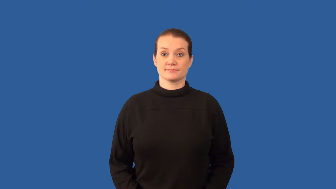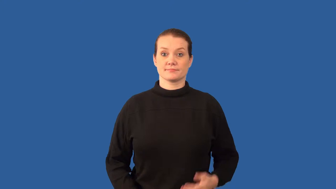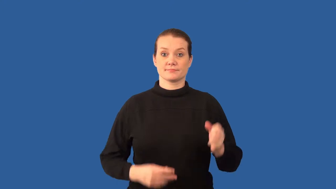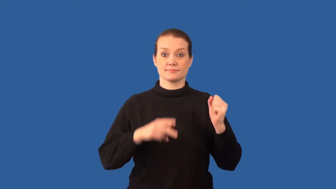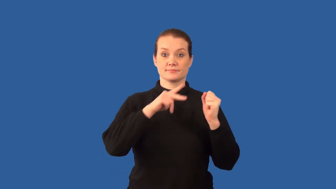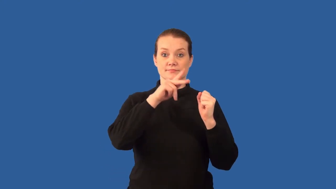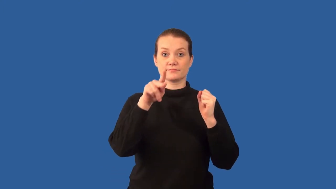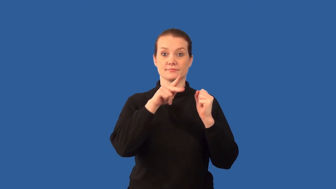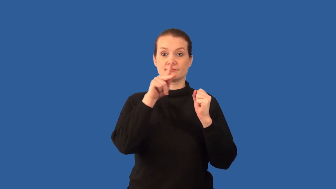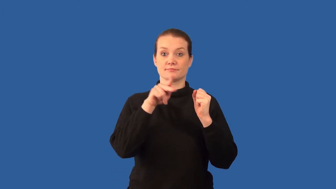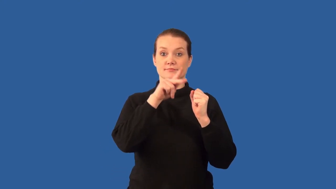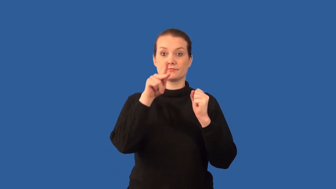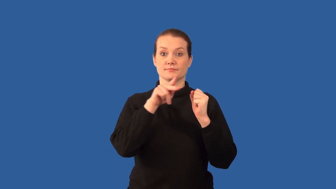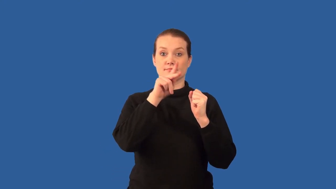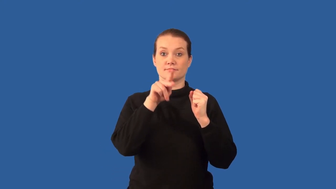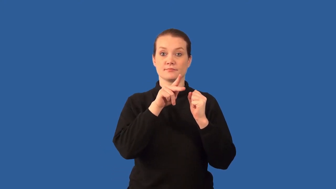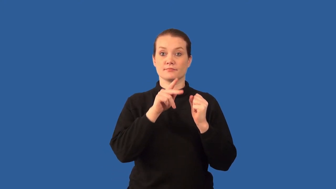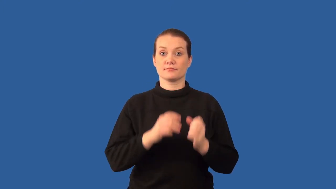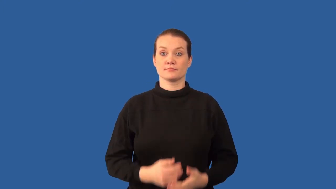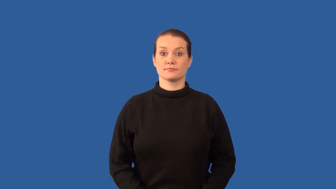positron